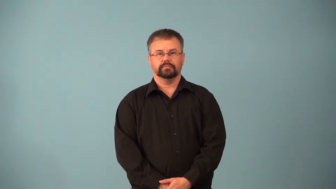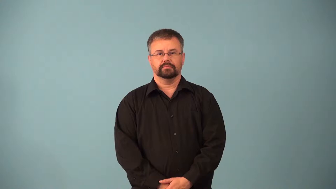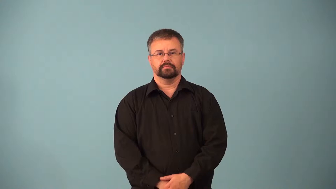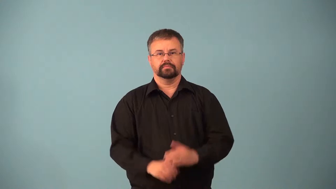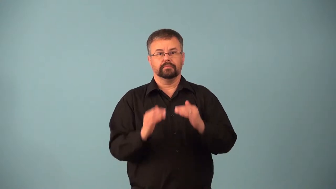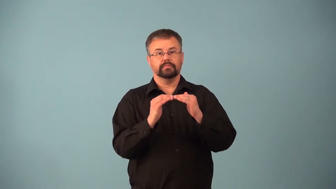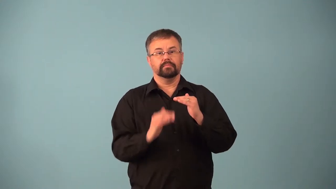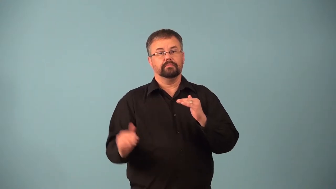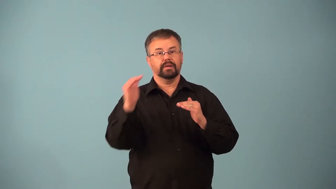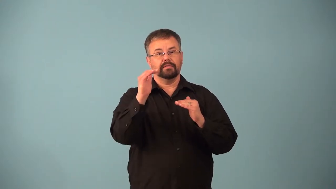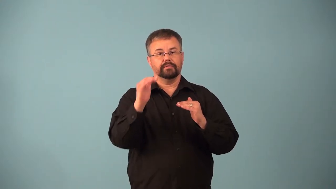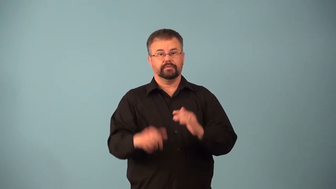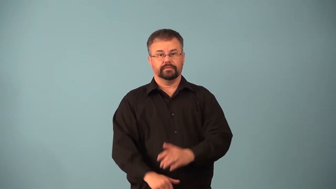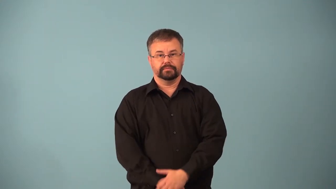above,supererogation-better behavior than another